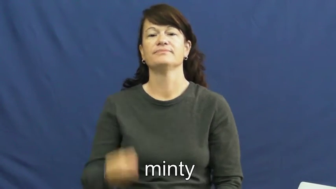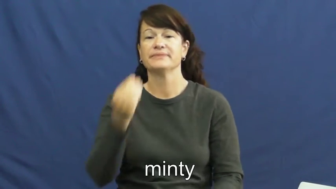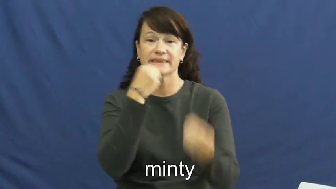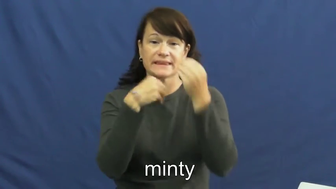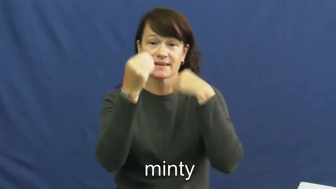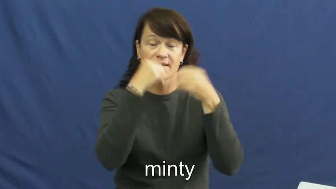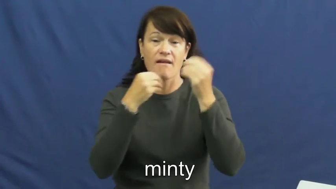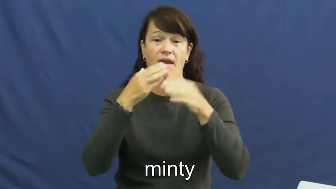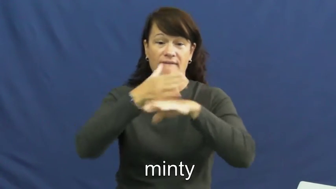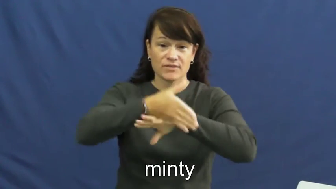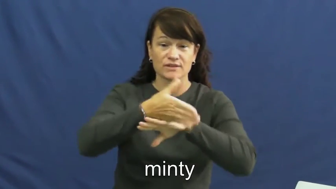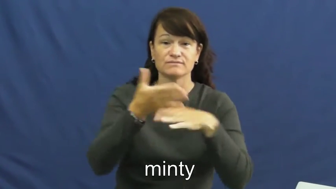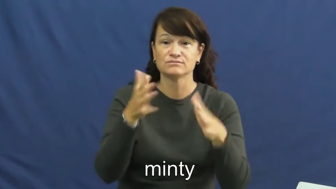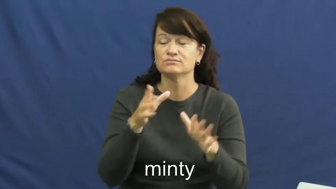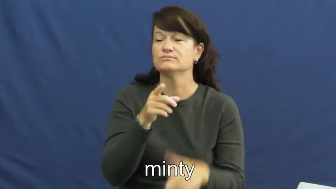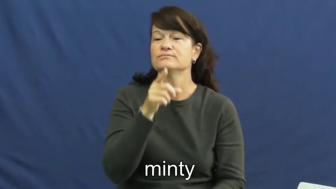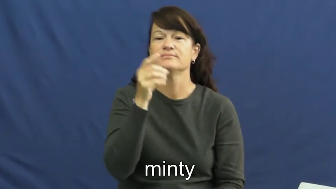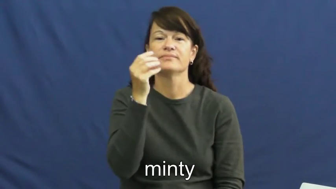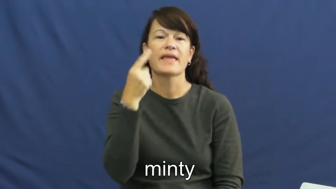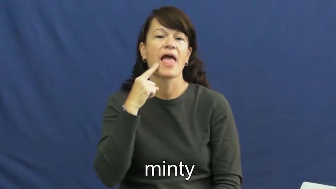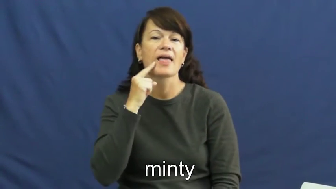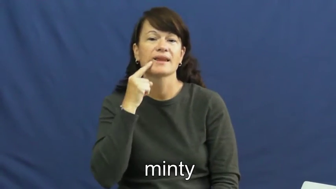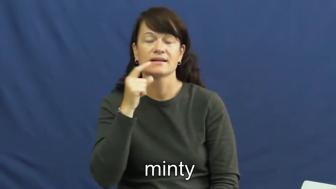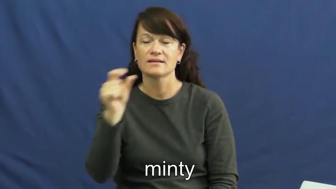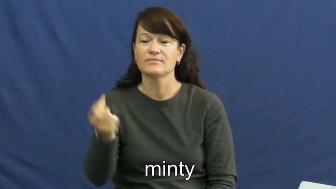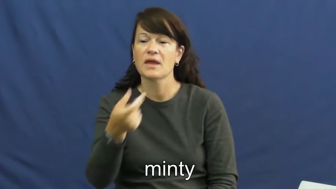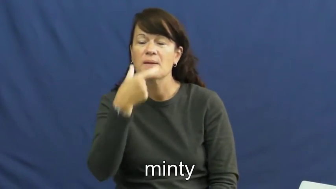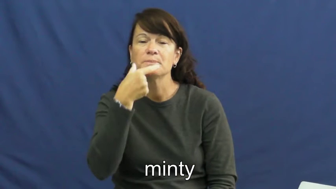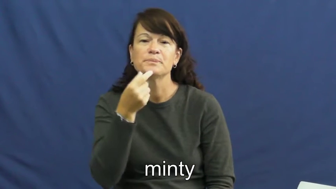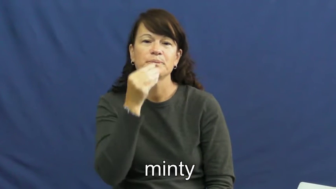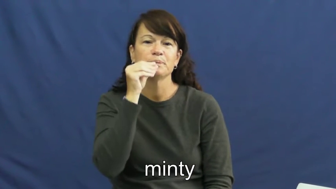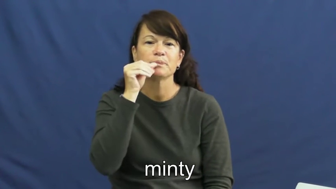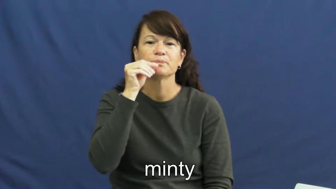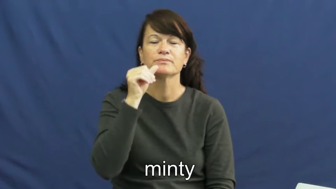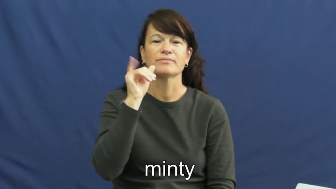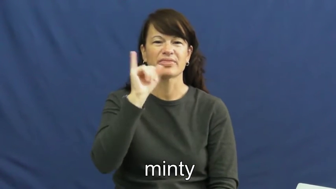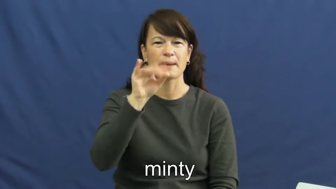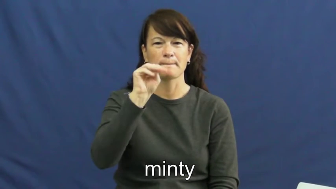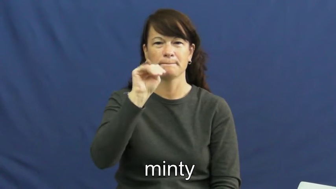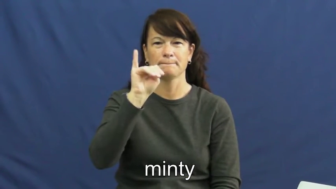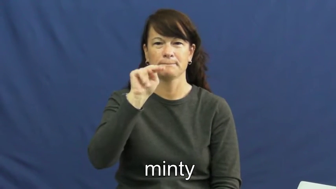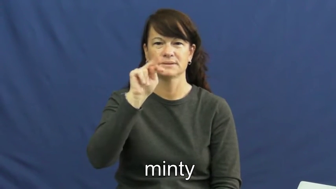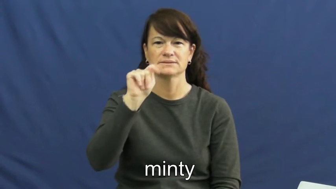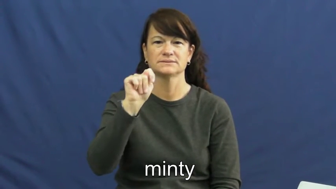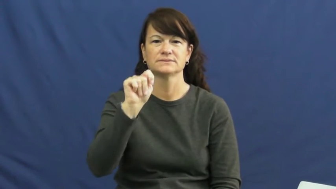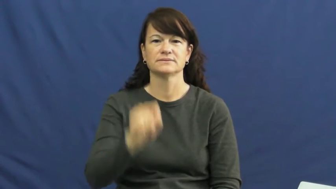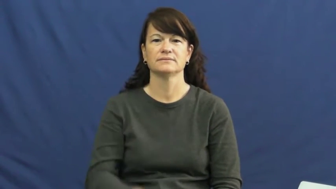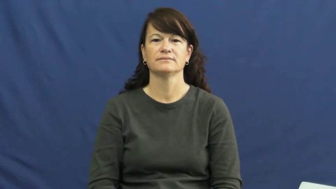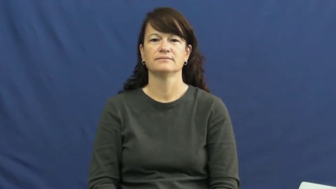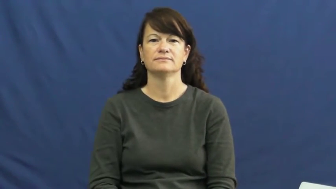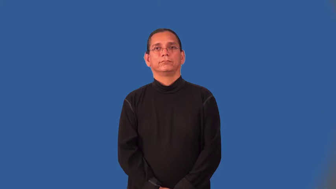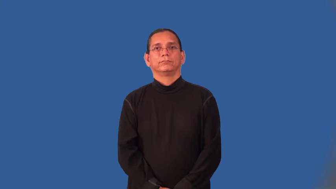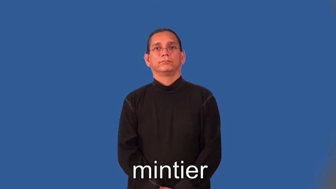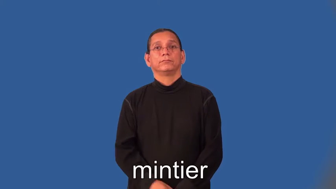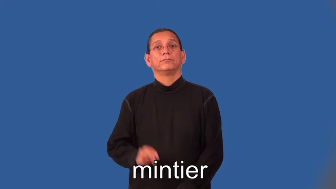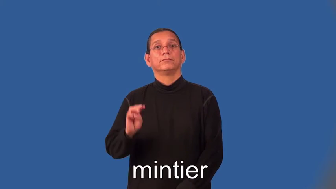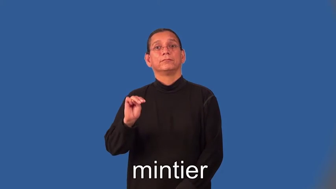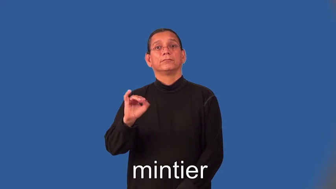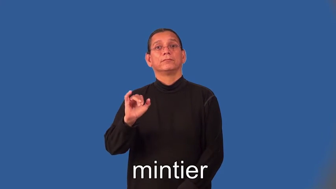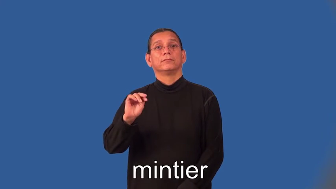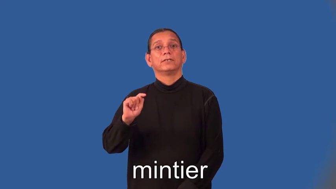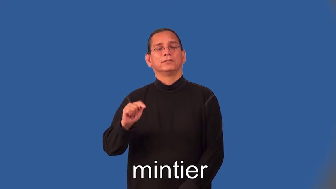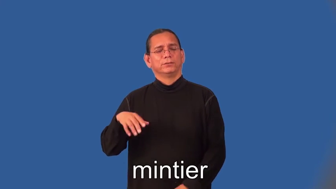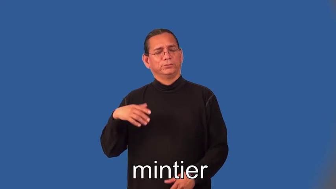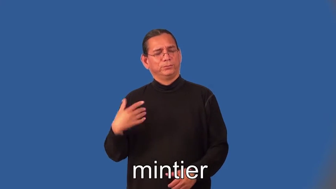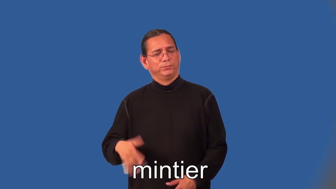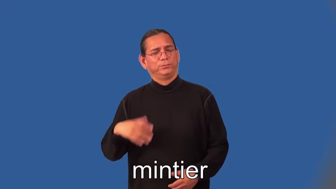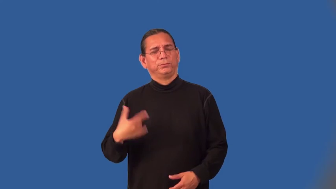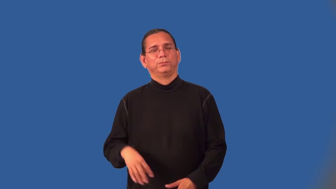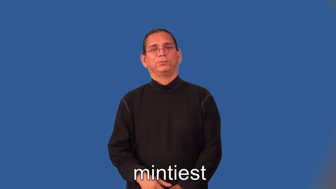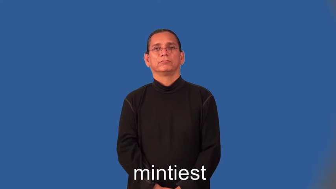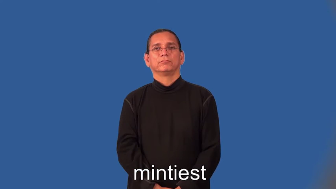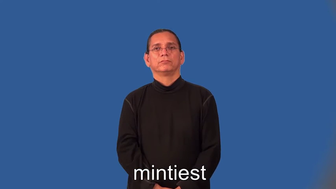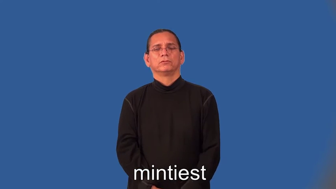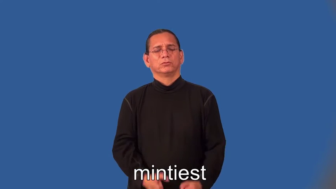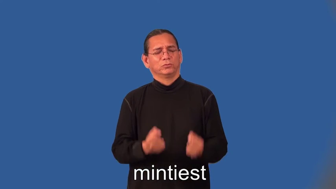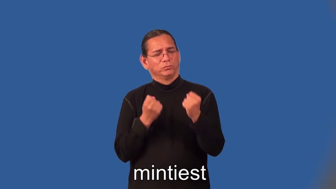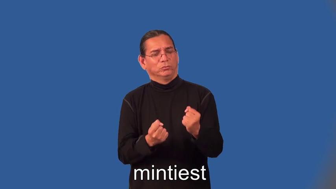mintier,mintiest